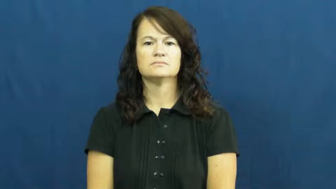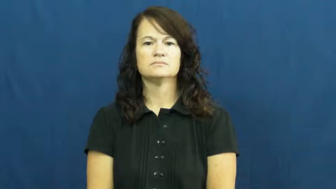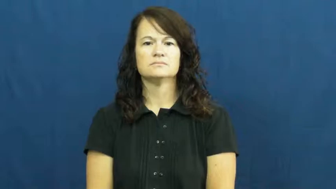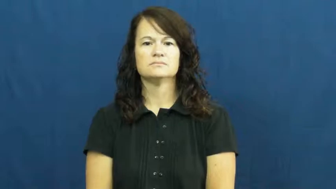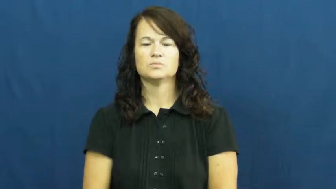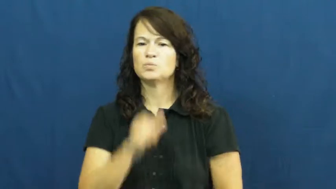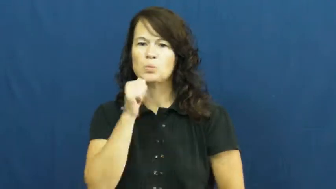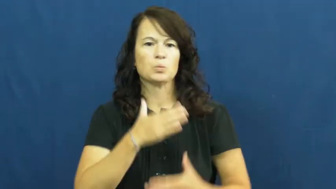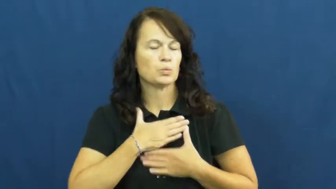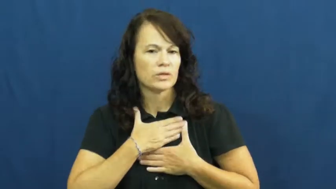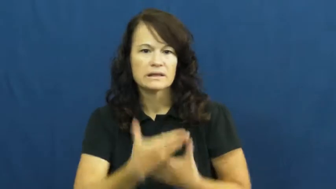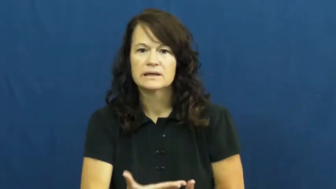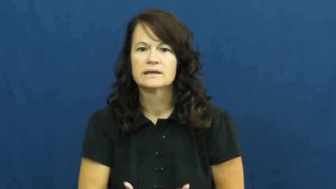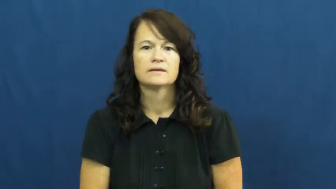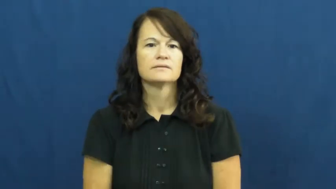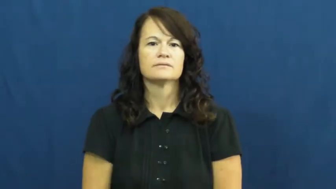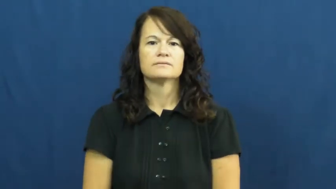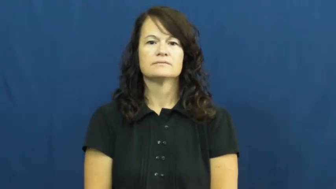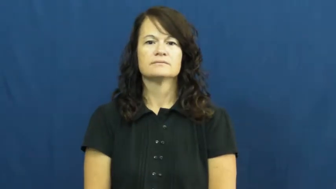unwilling